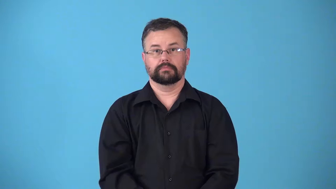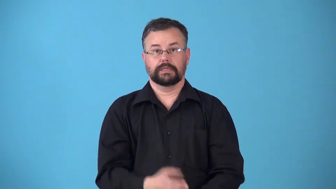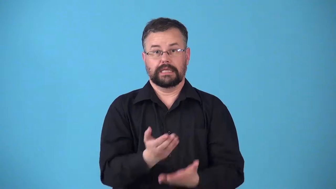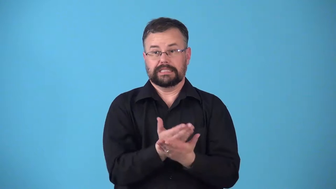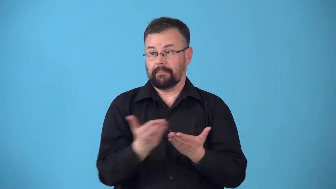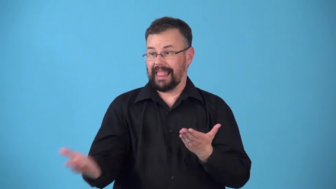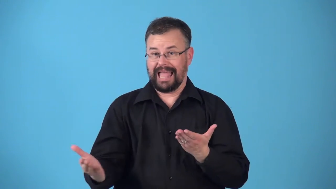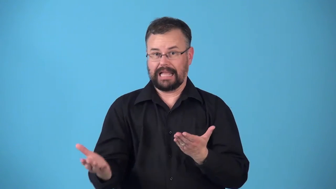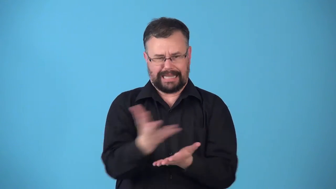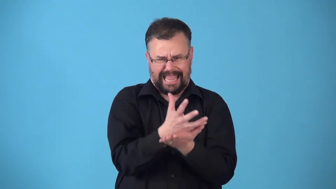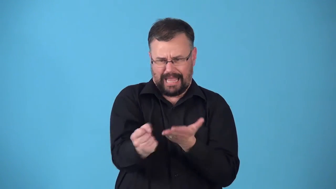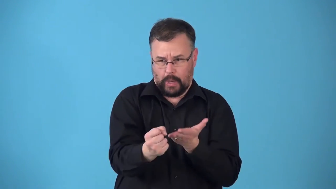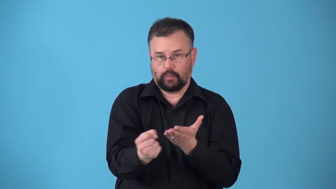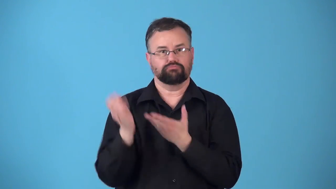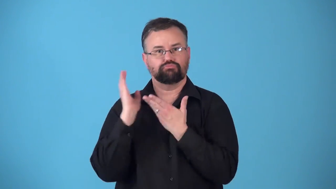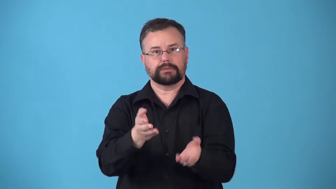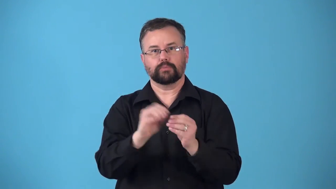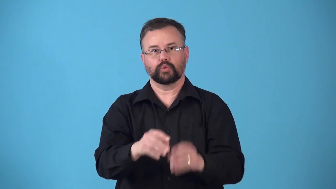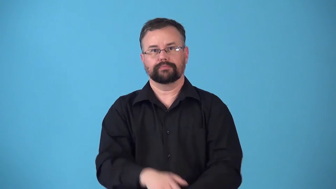resupply